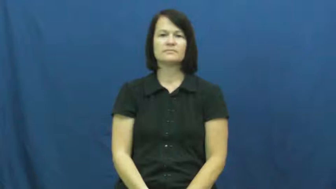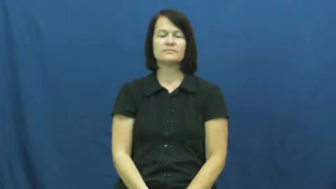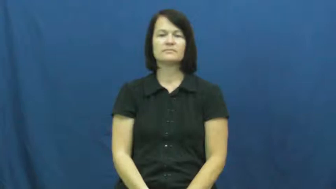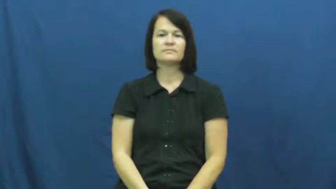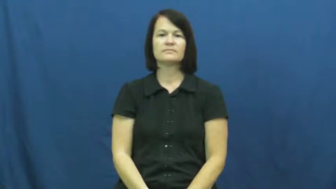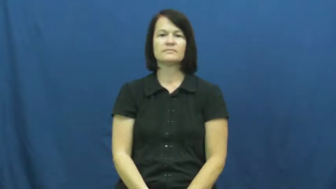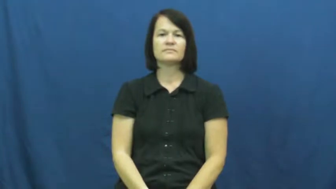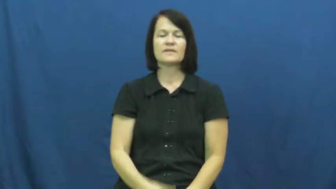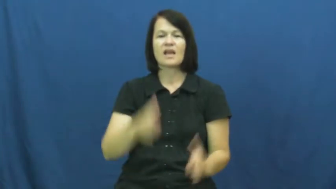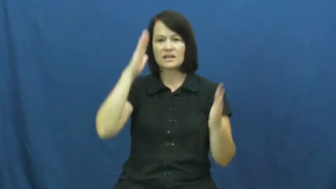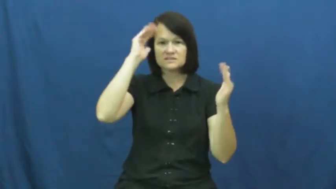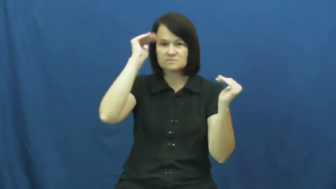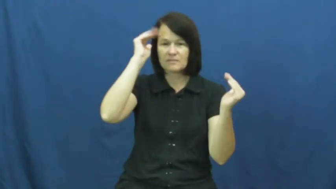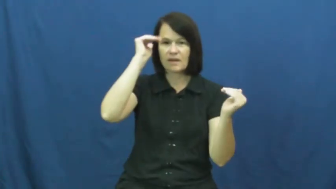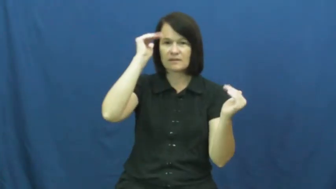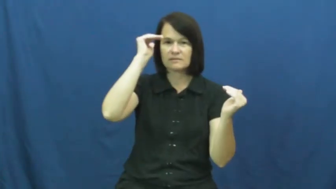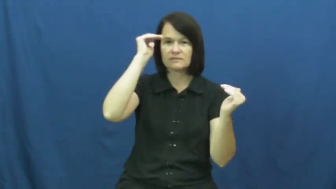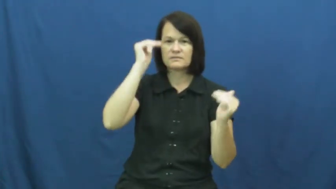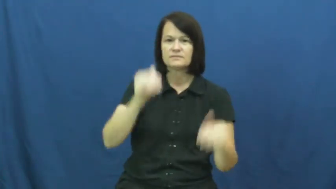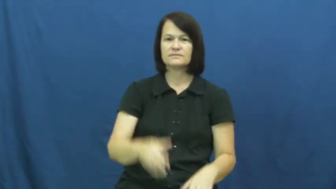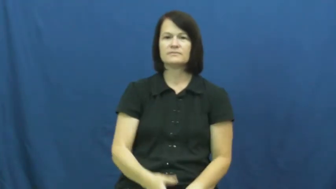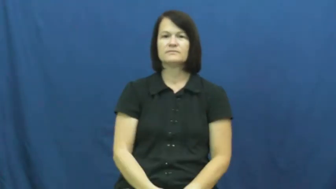look to-expect